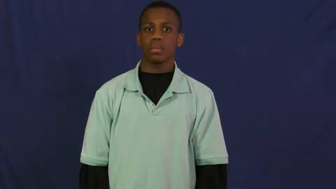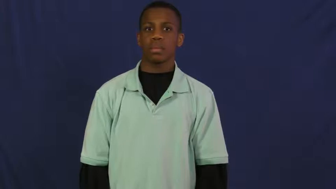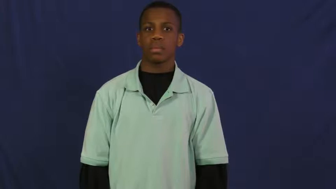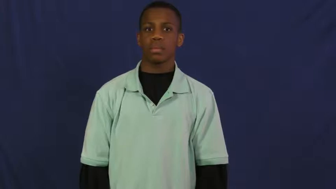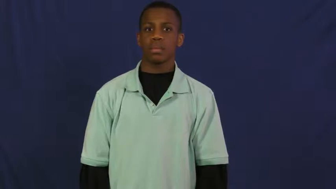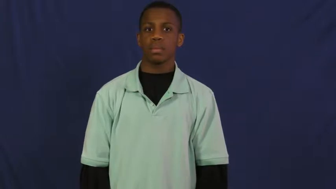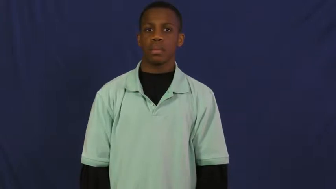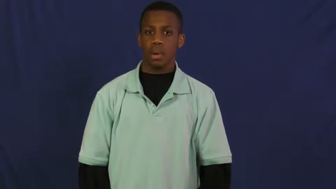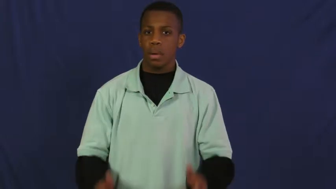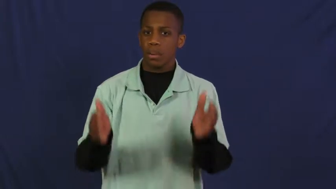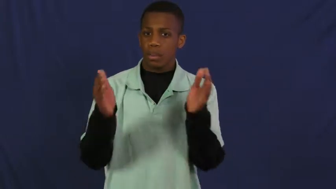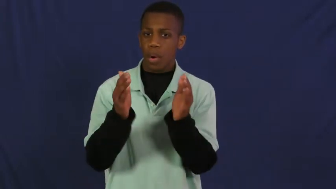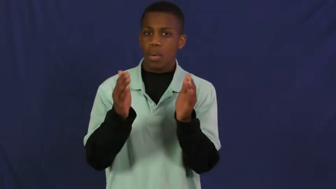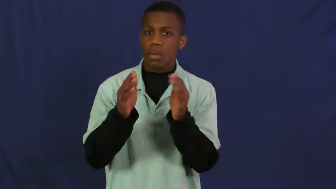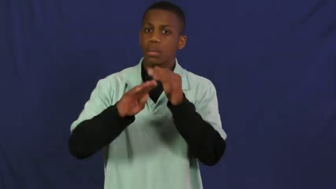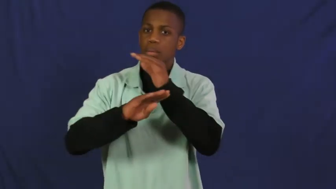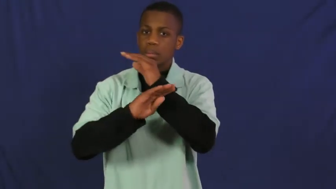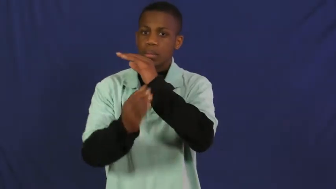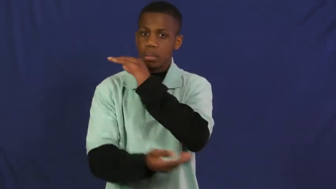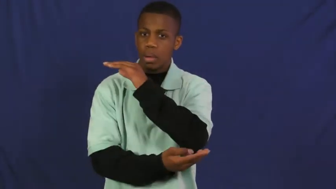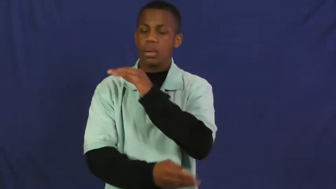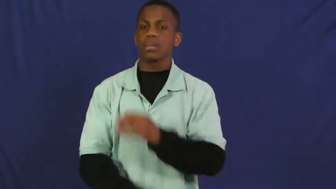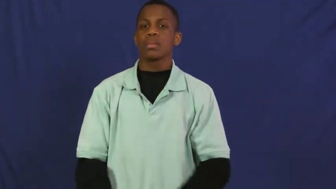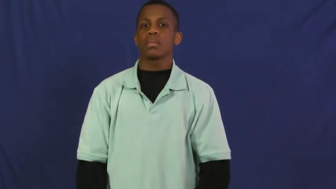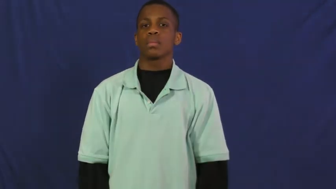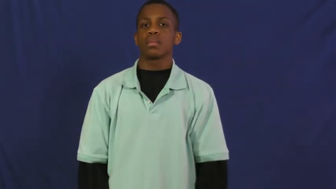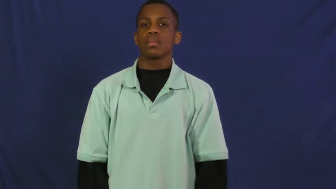pouch